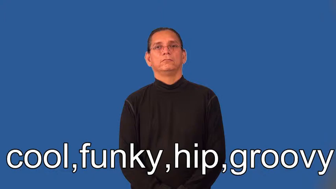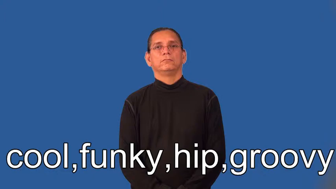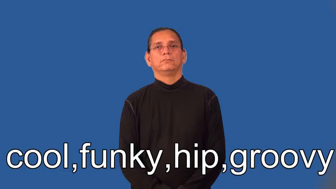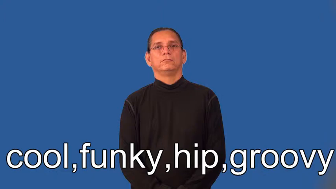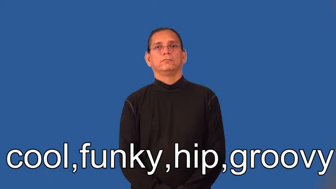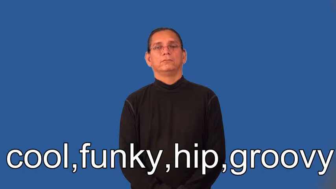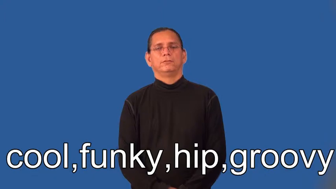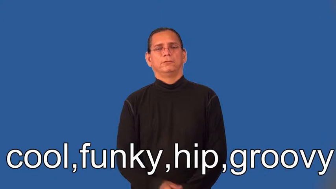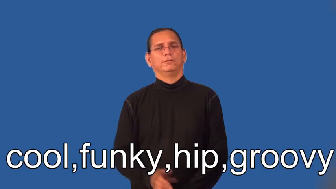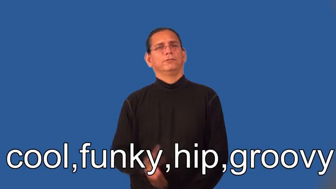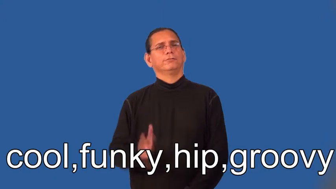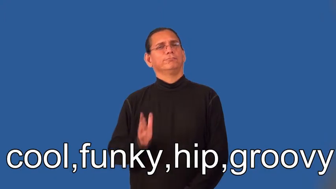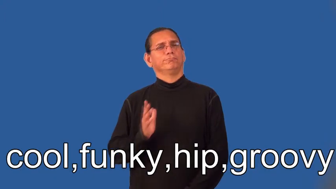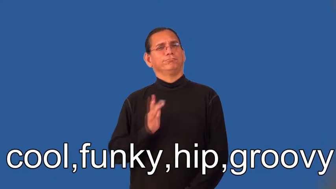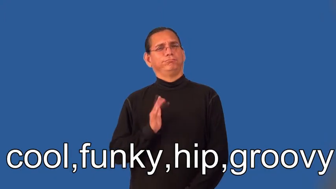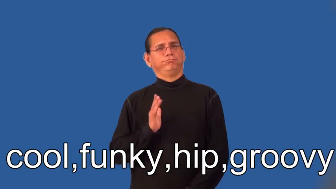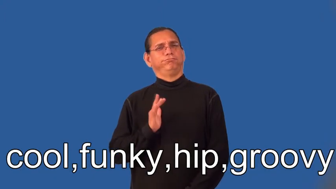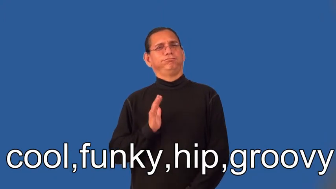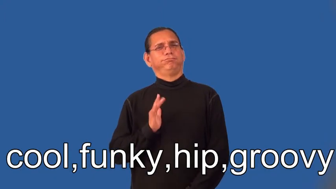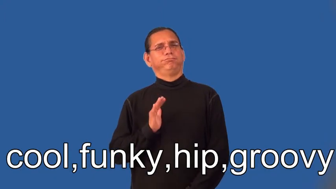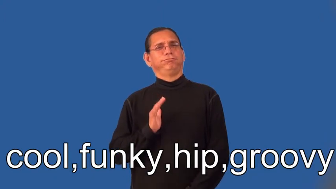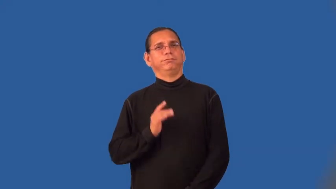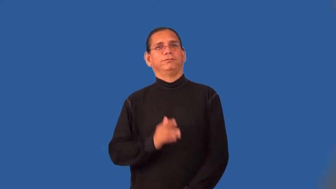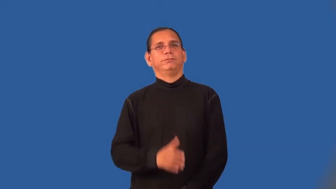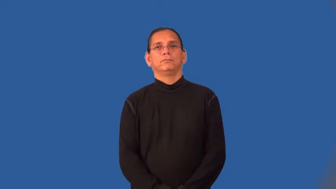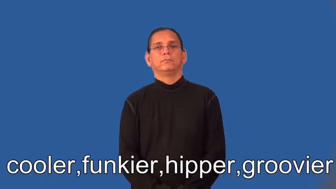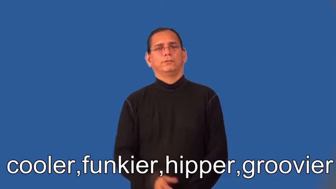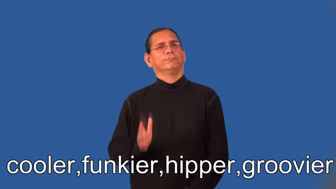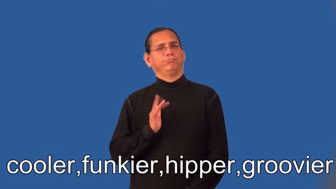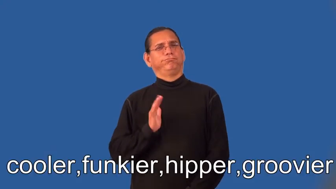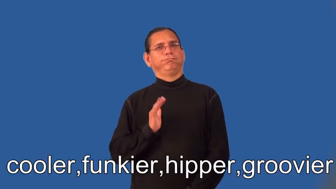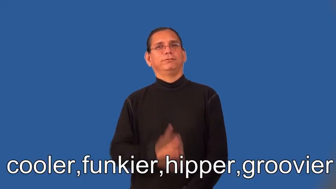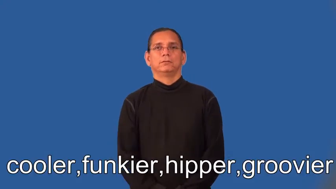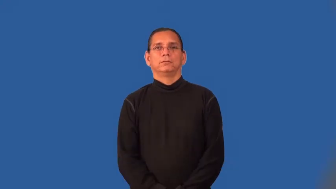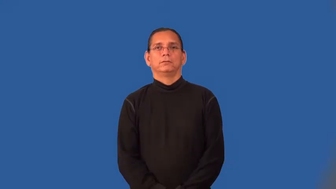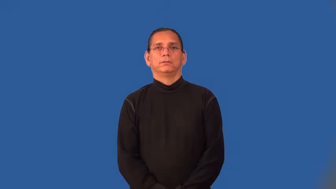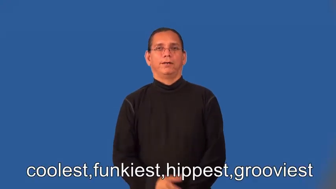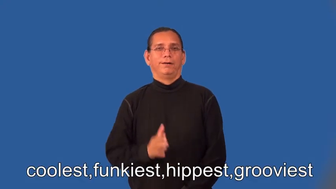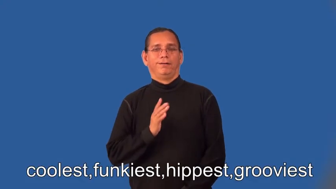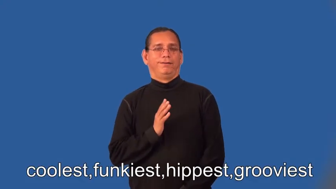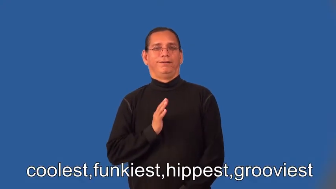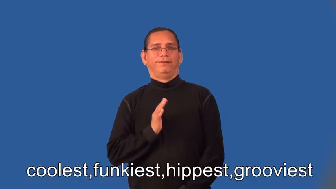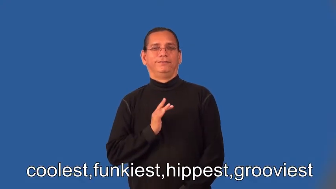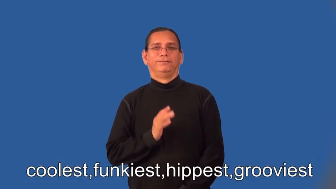cooler,funkier,hipper,groovier,coolest,funkiest,hippest,grooviest